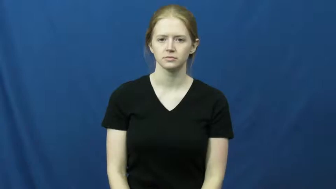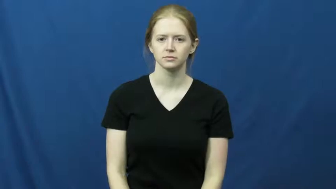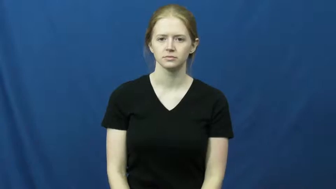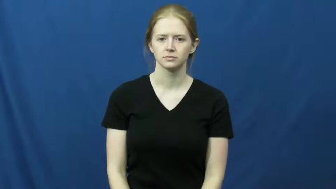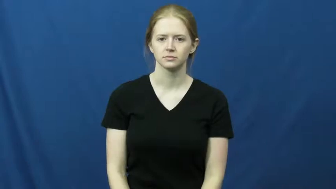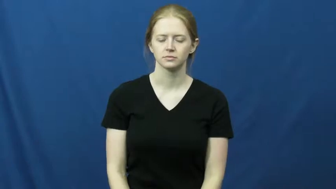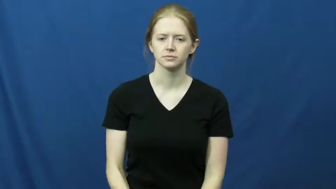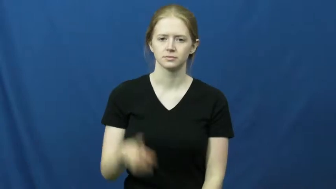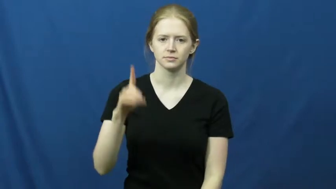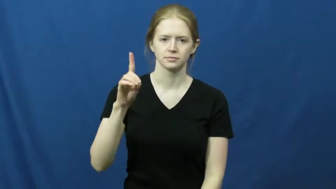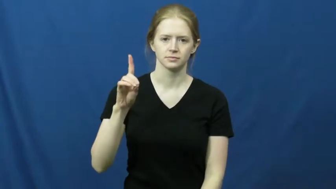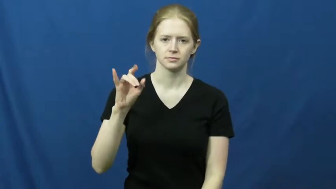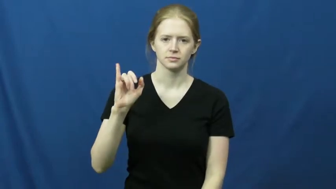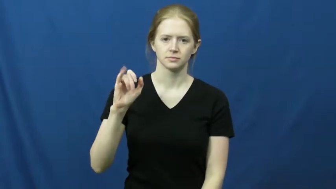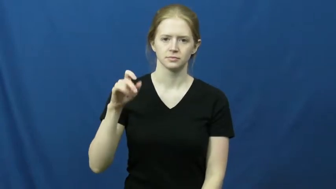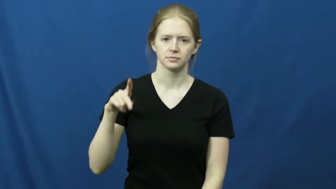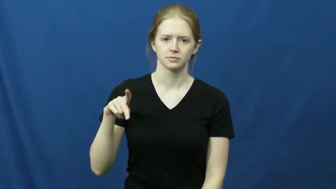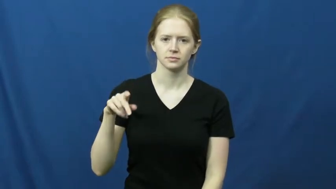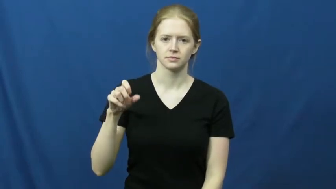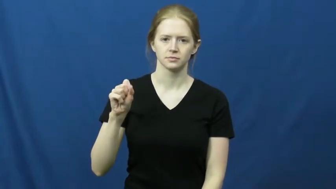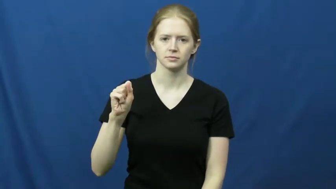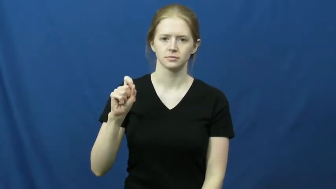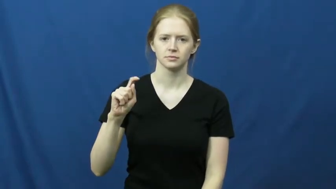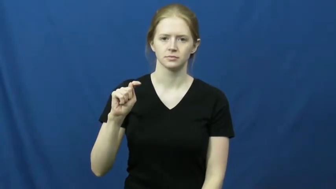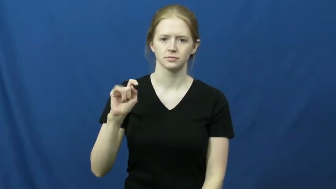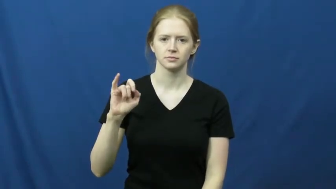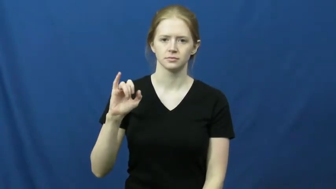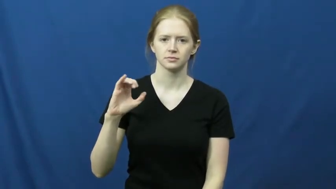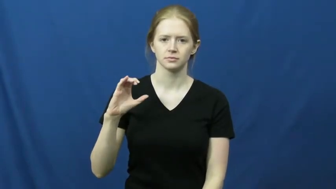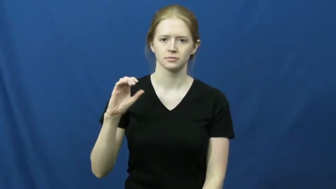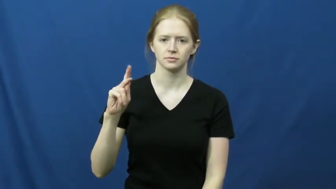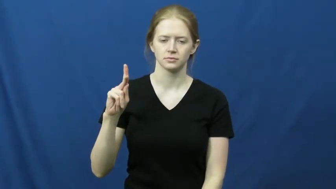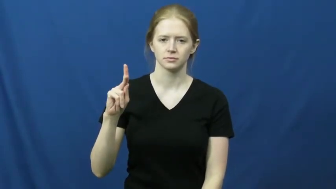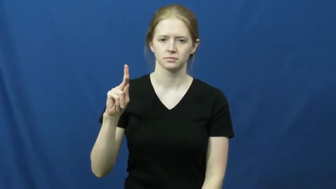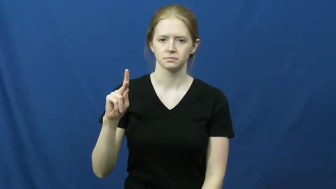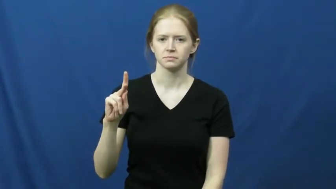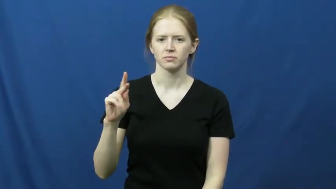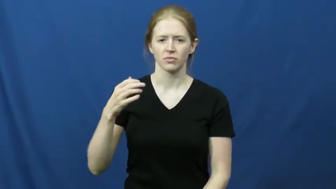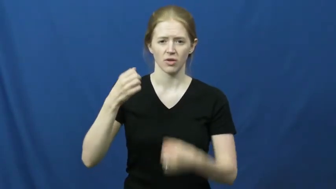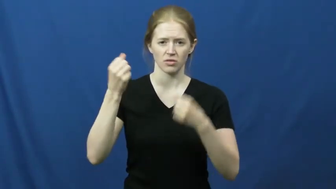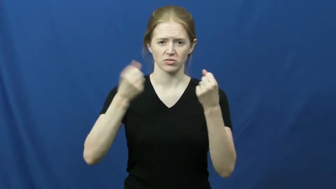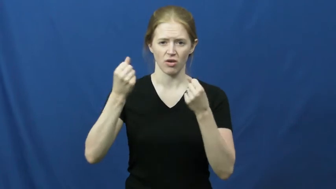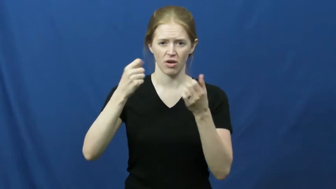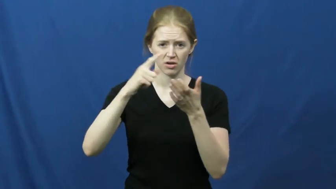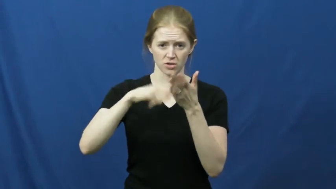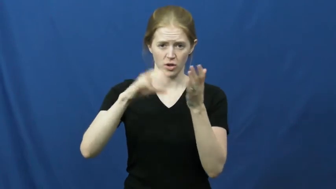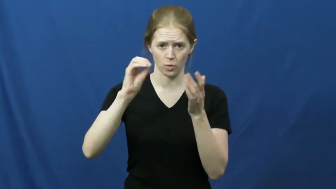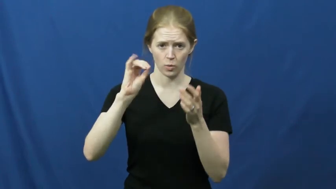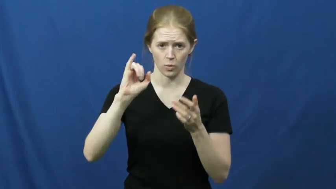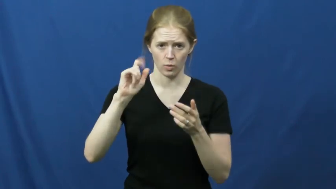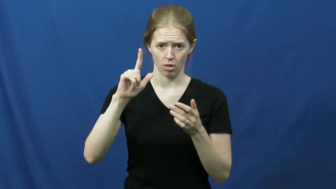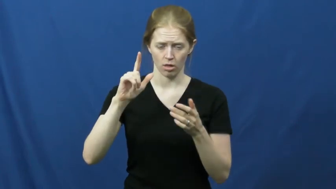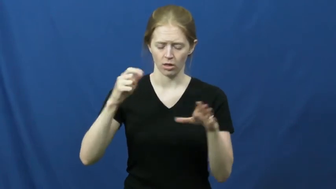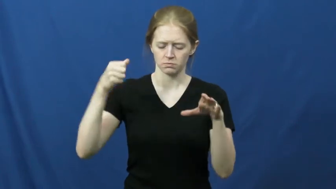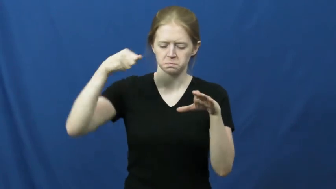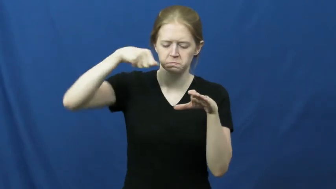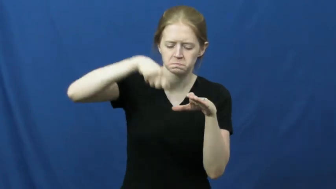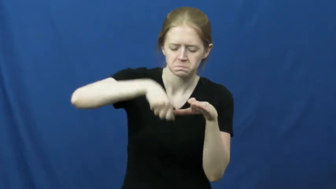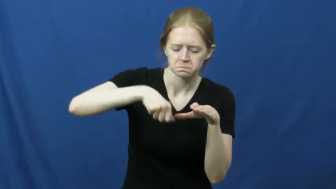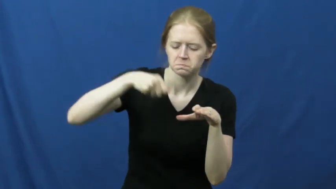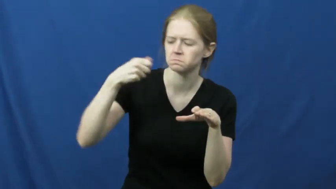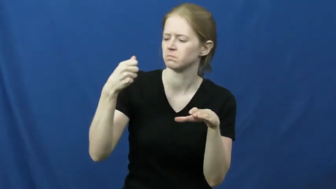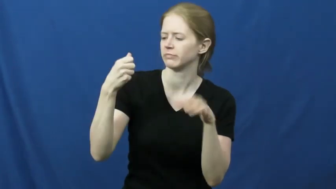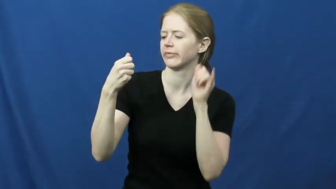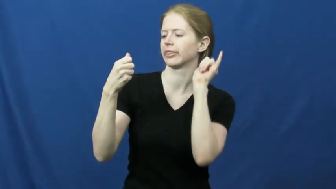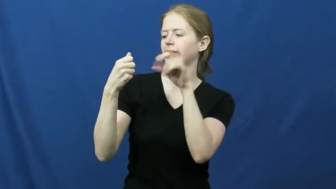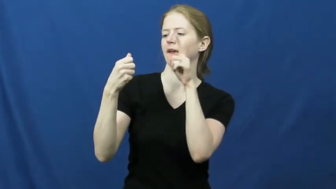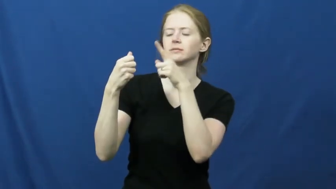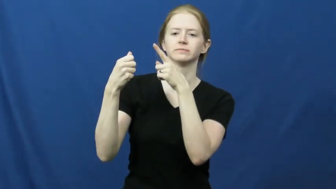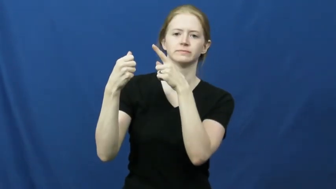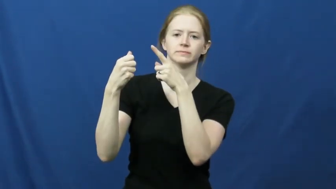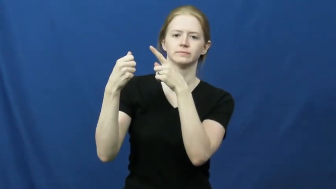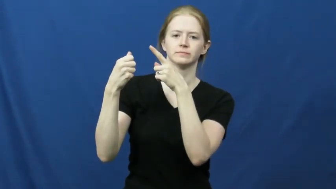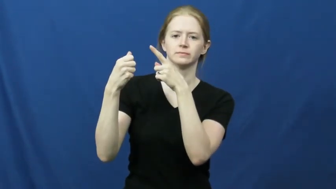dipstick